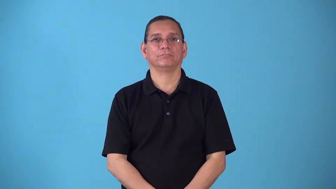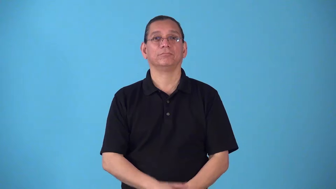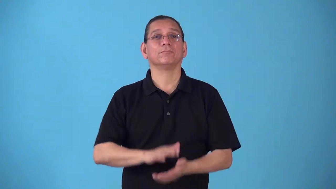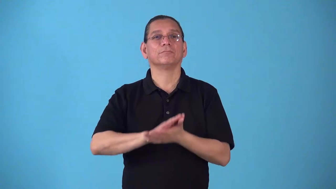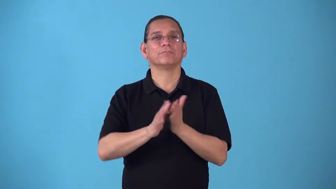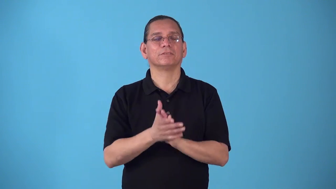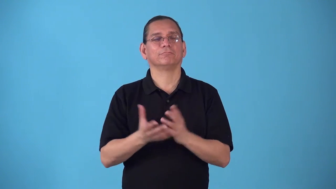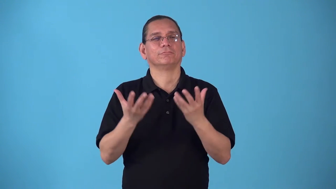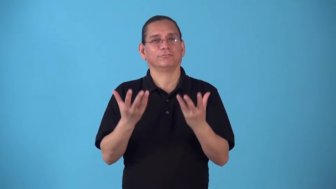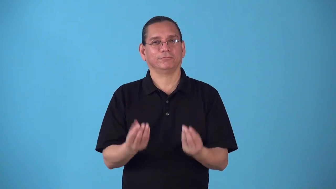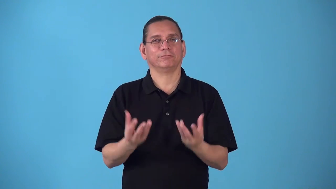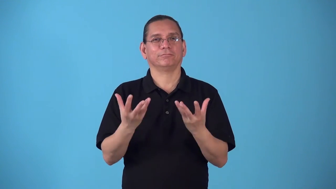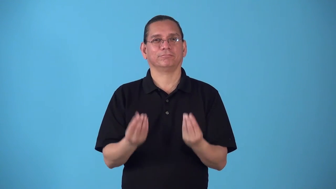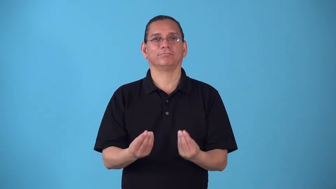soften-make soft